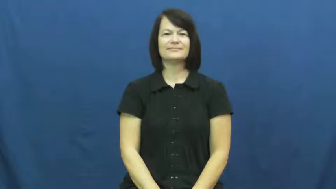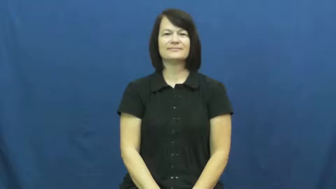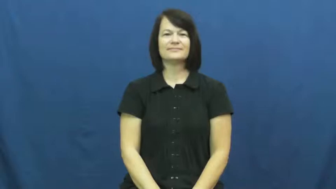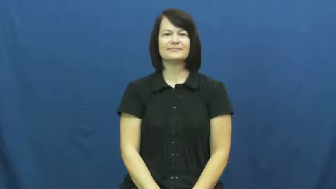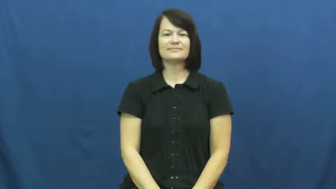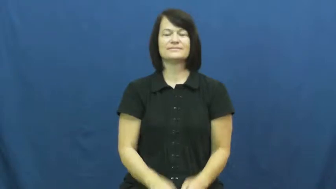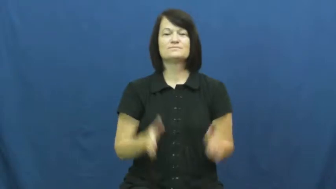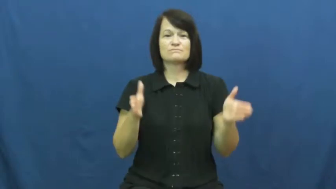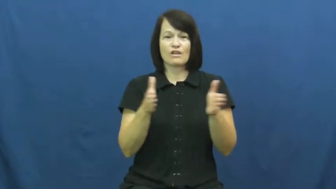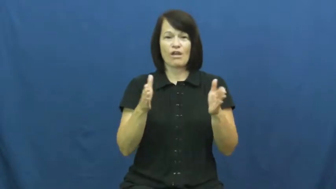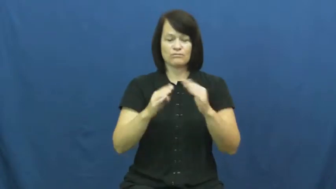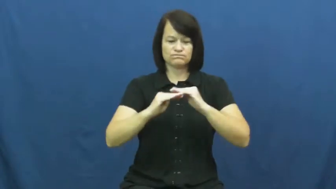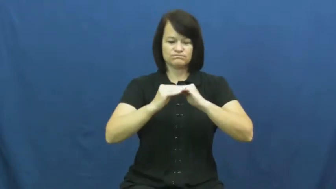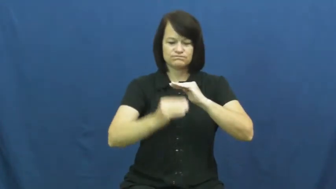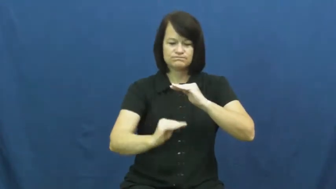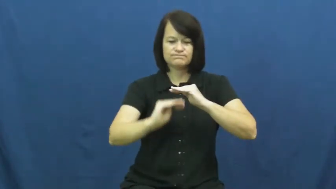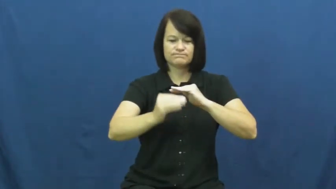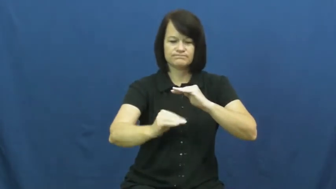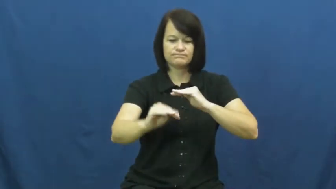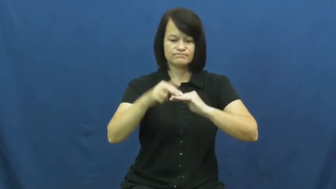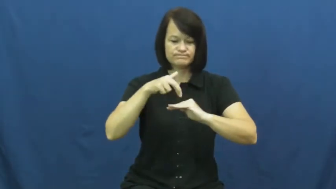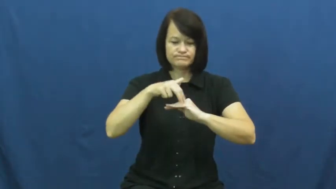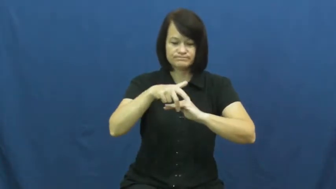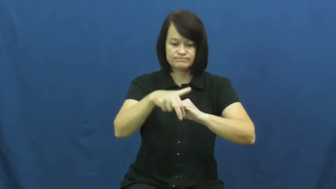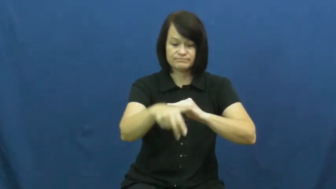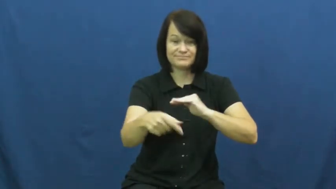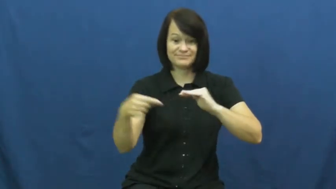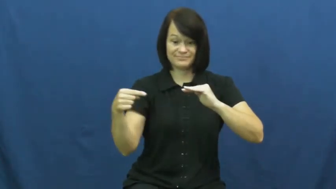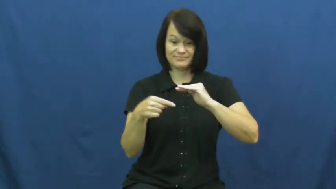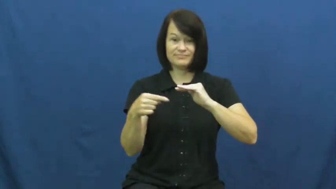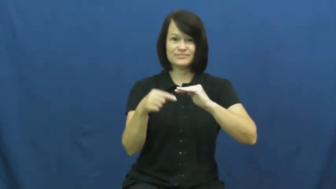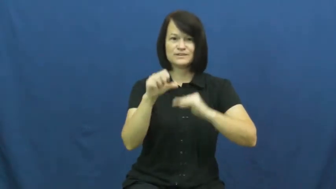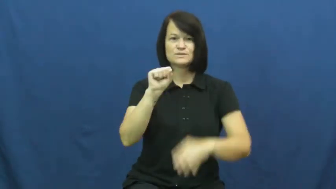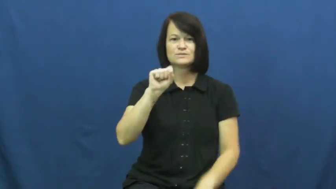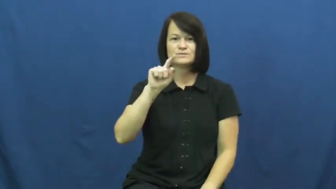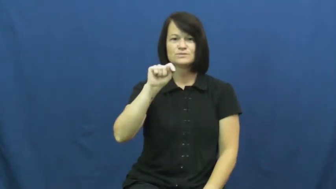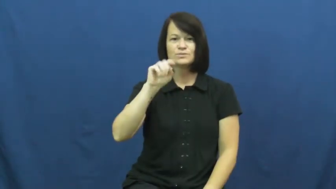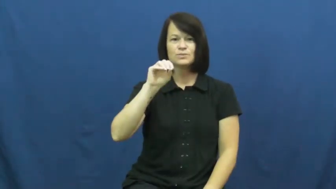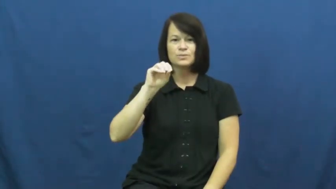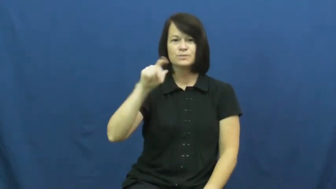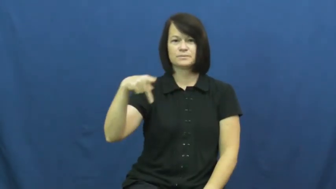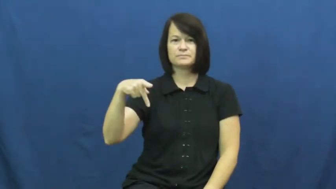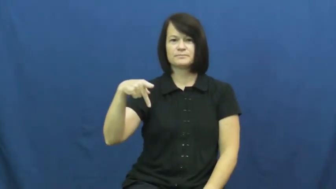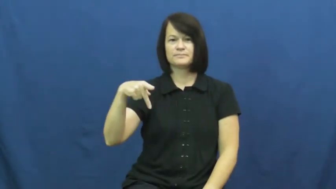stoop-steps